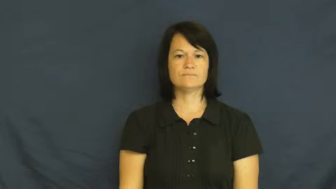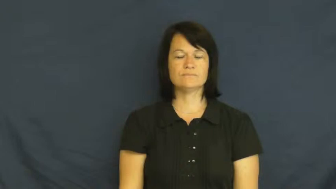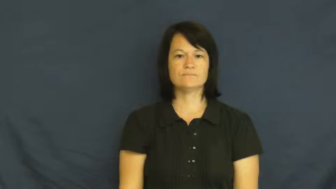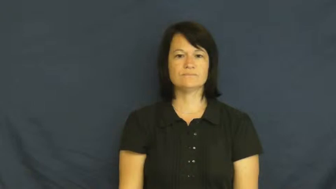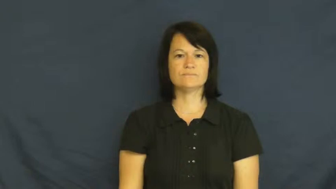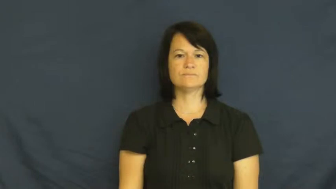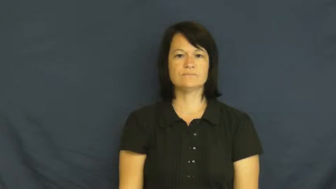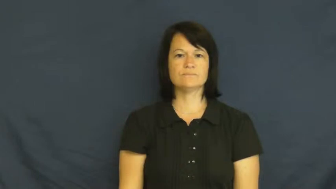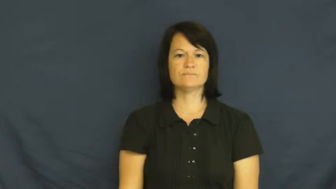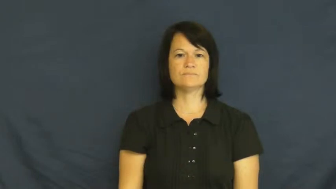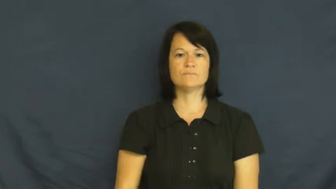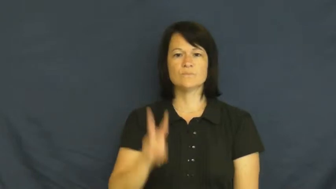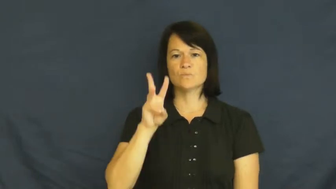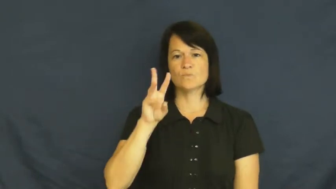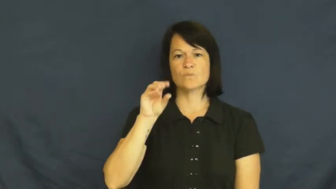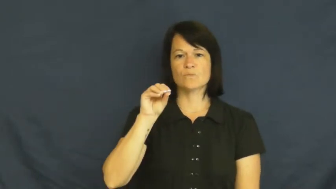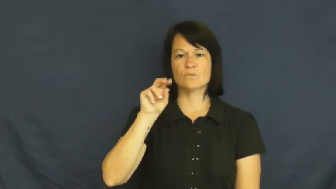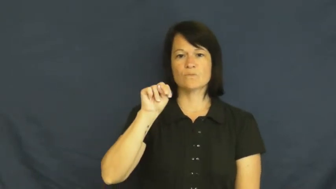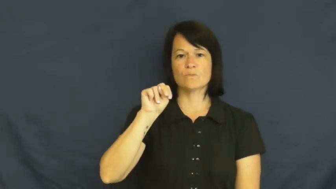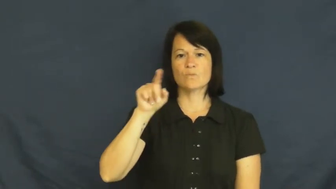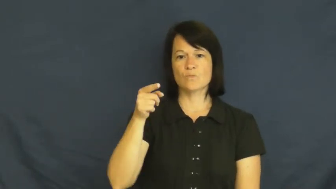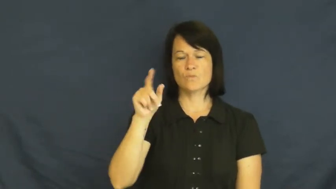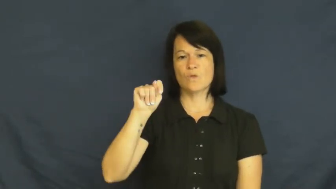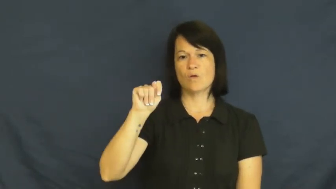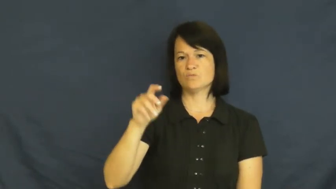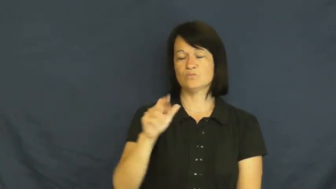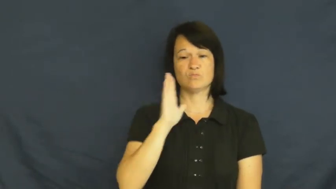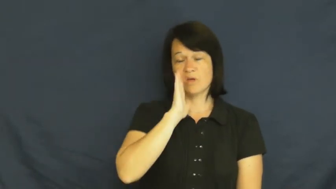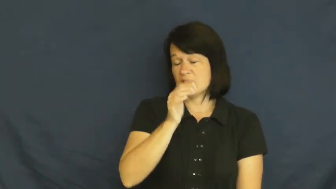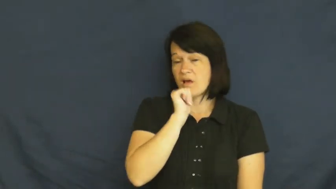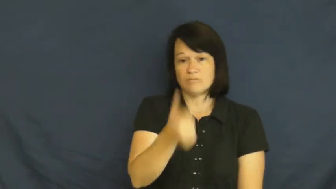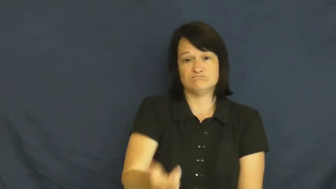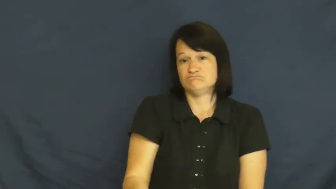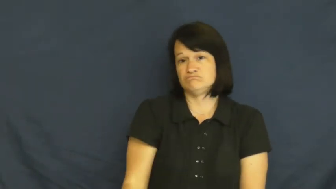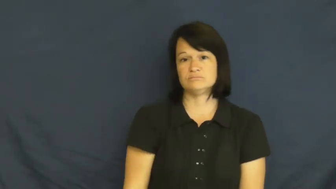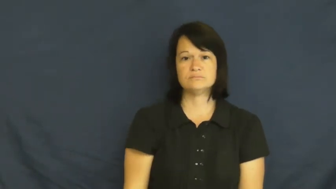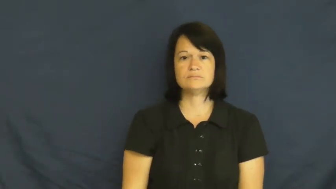won't-will not